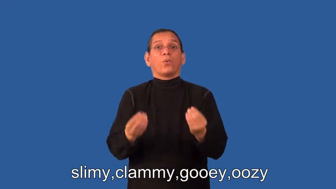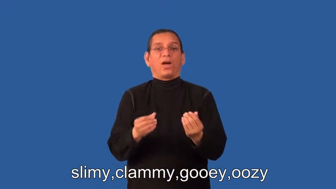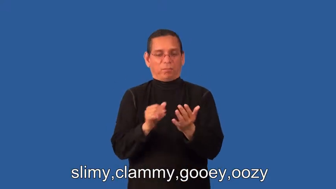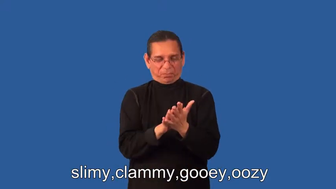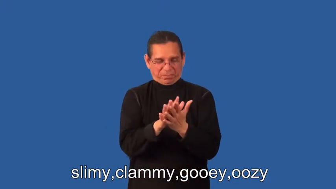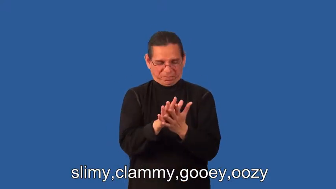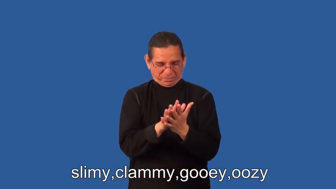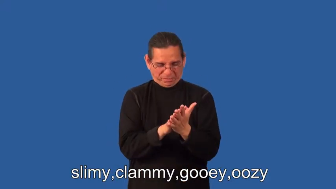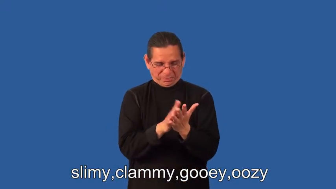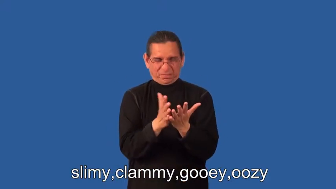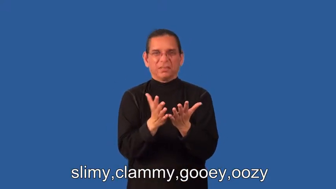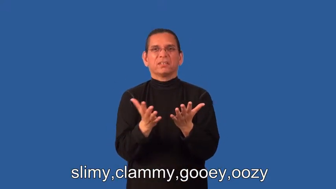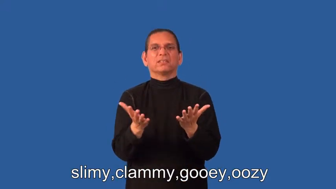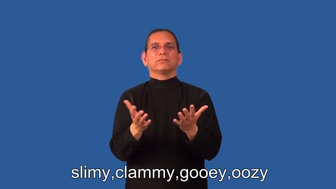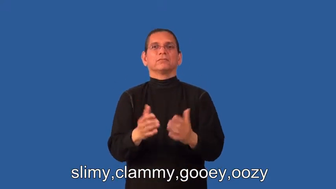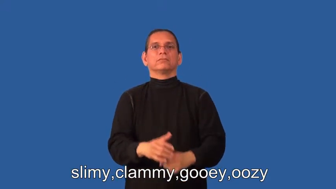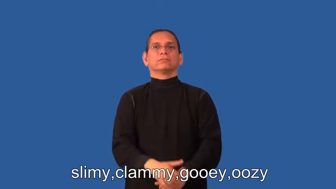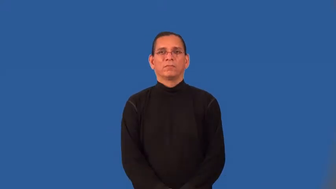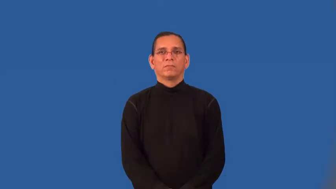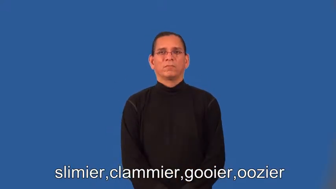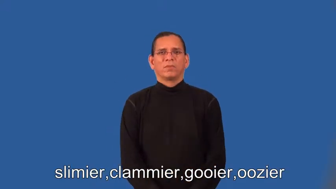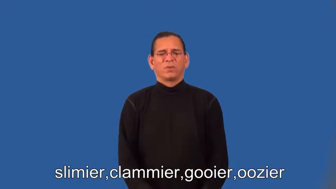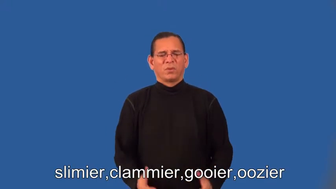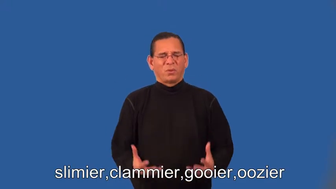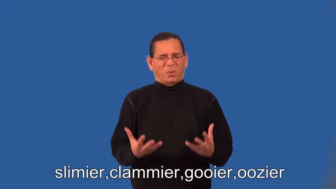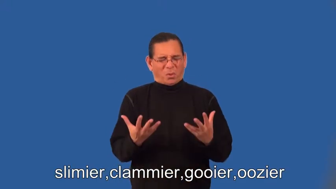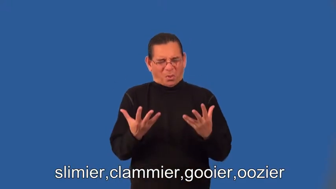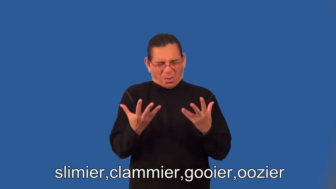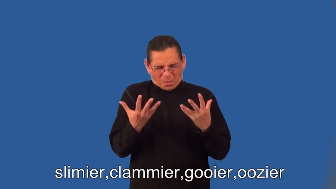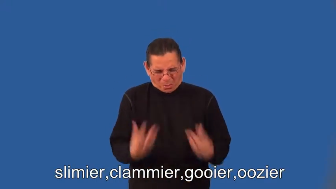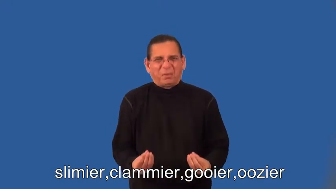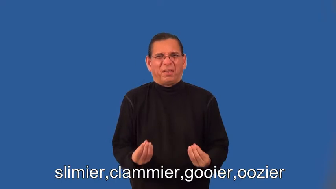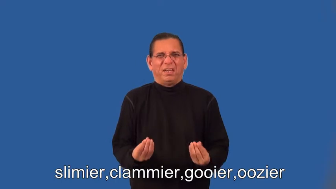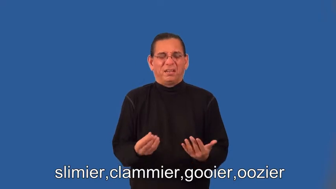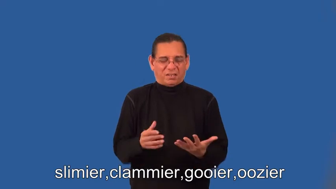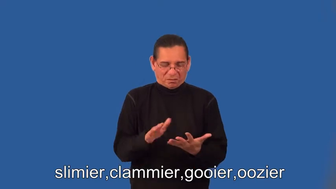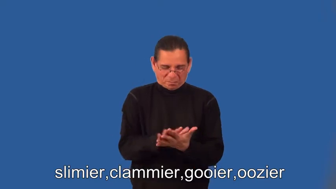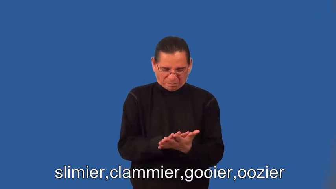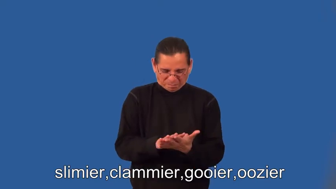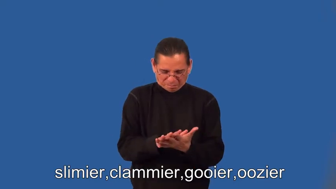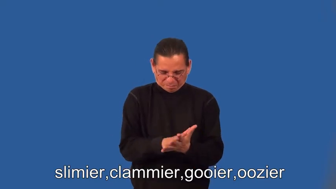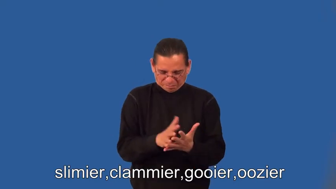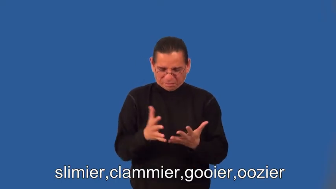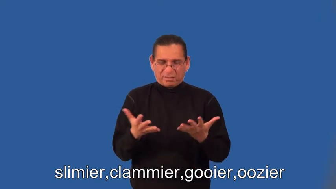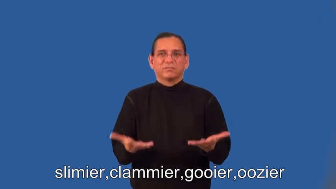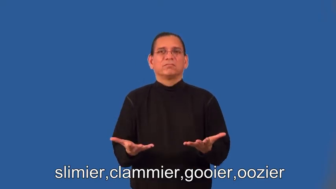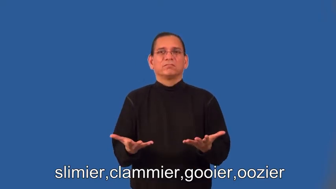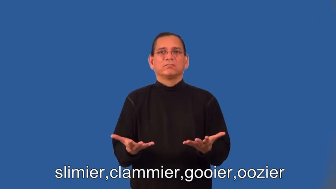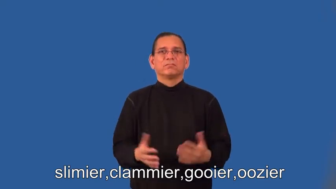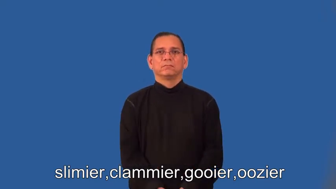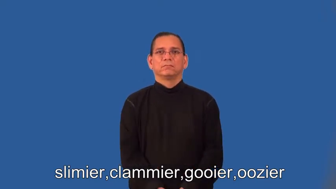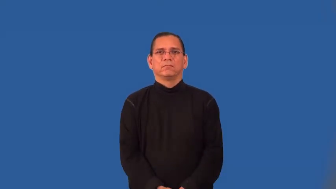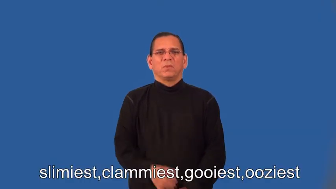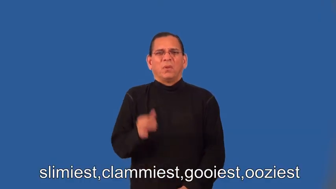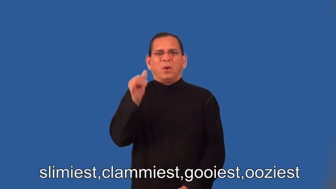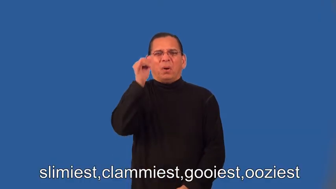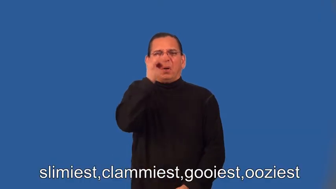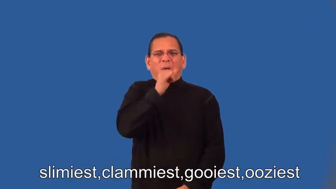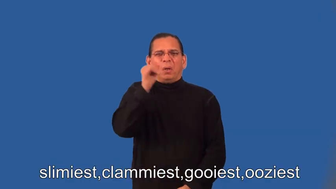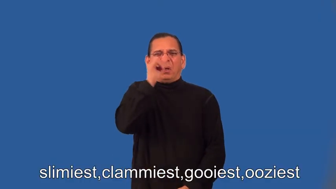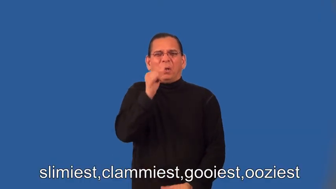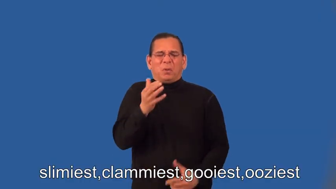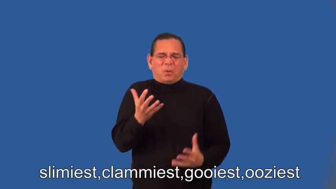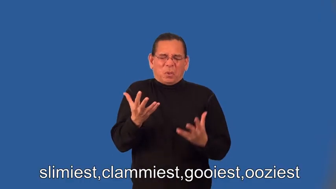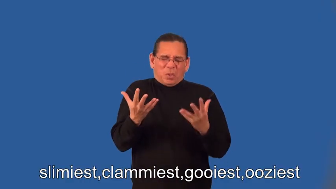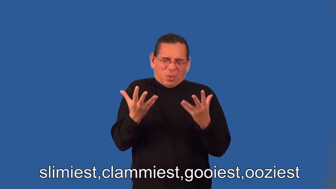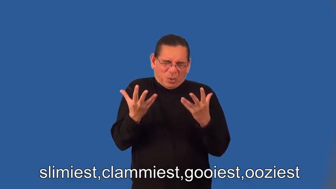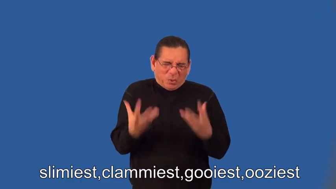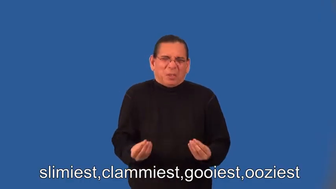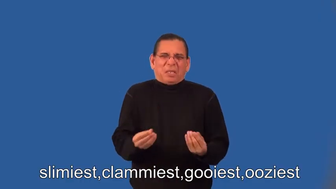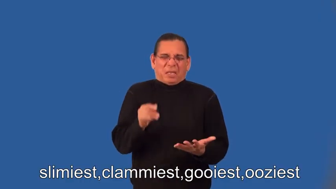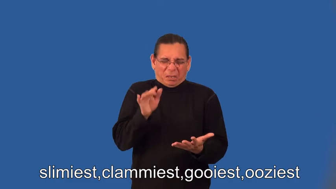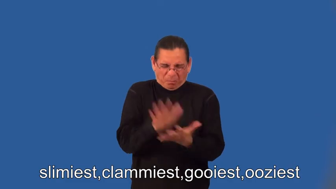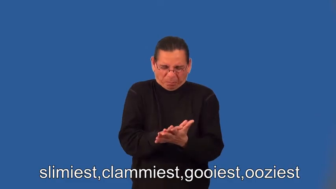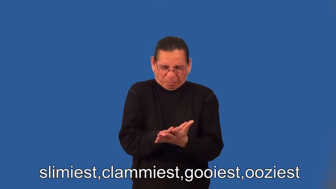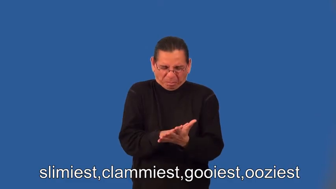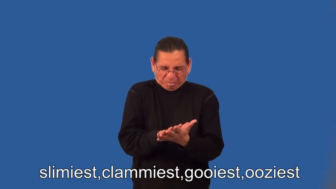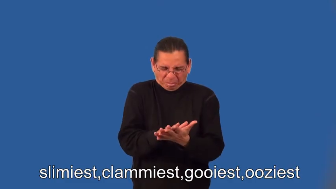slimier,clammier,gooier,oozier,slimiest,clammiest,gooiest,ooziest